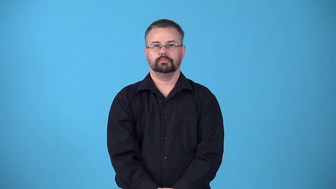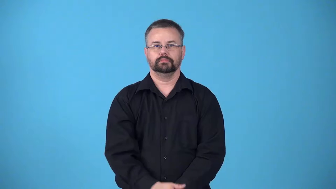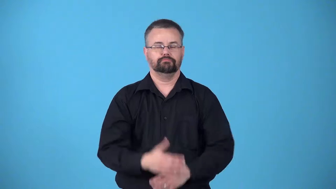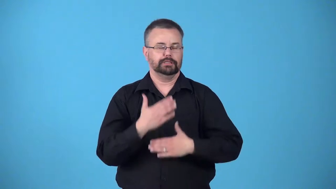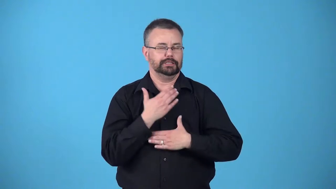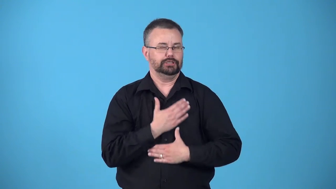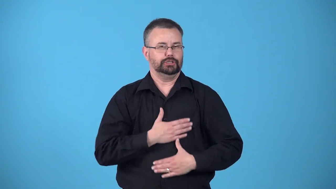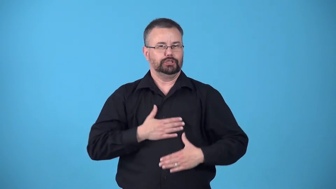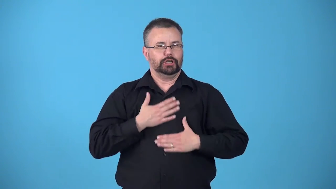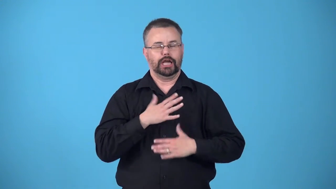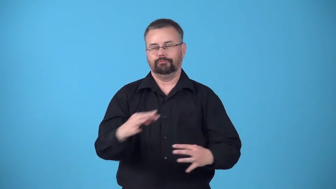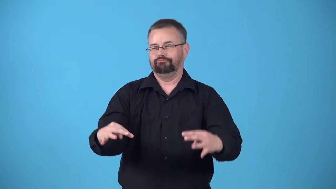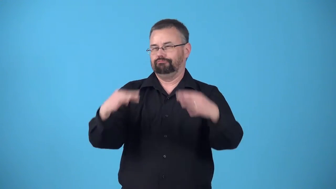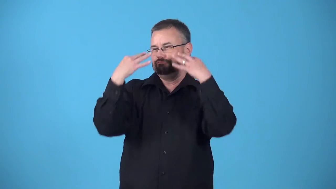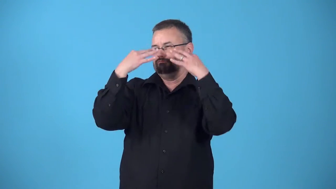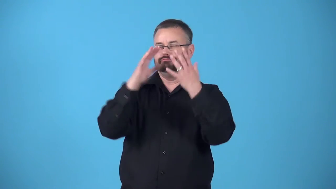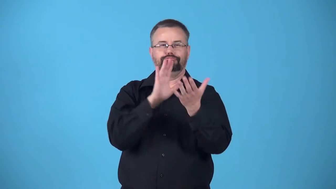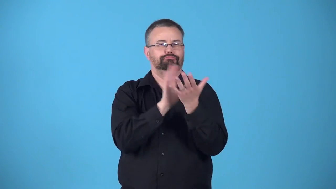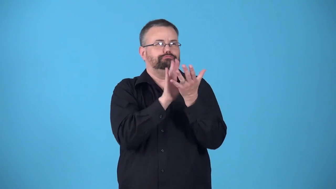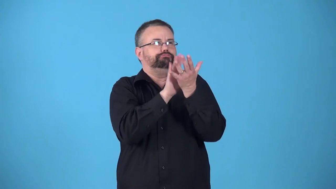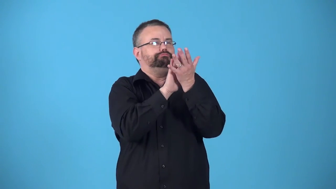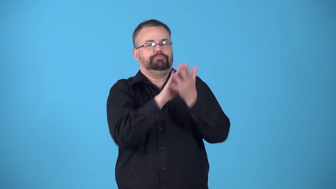bask-enjoy attention and approval